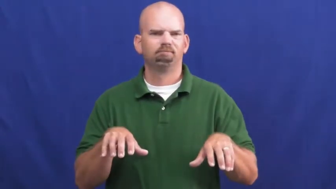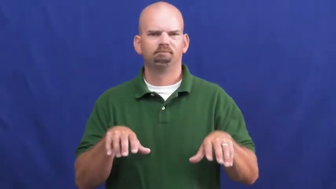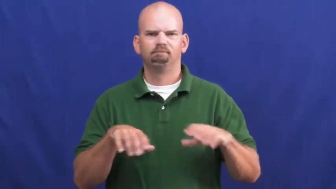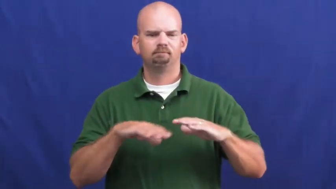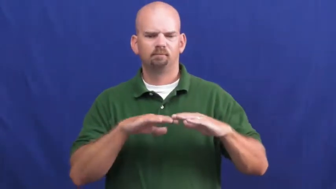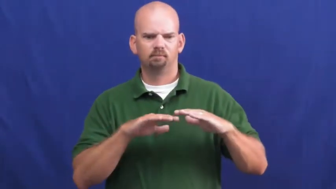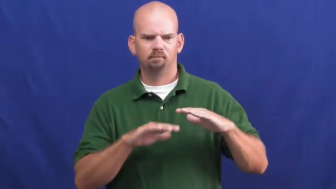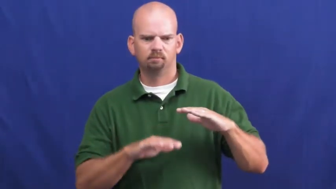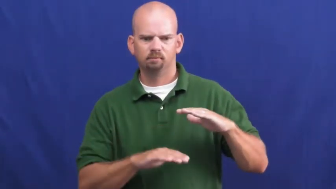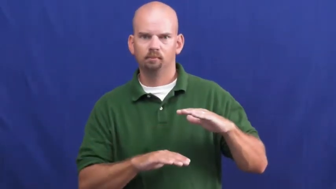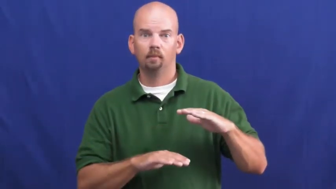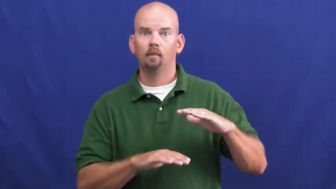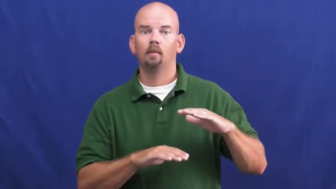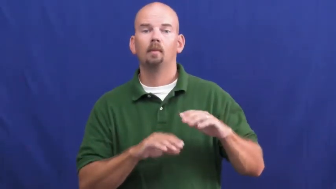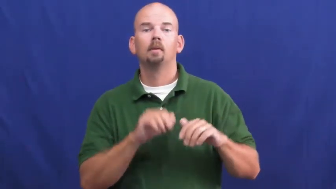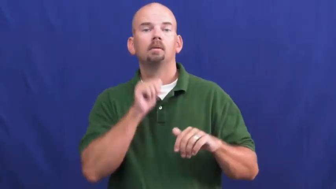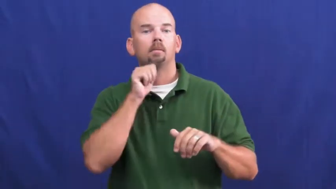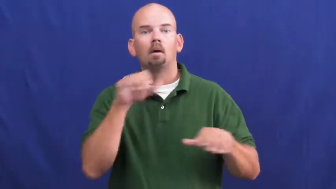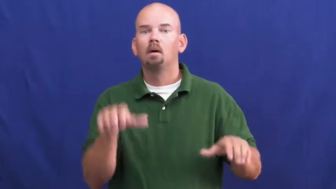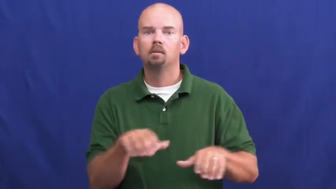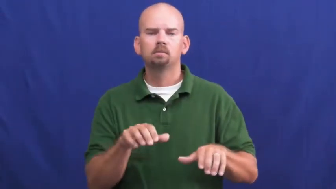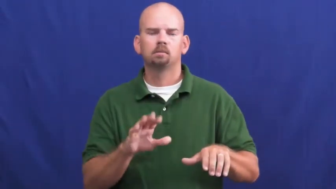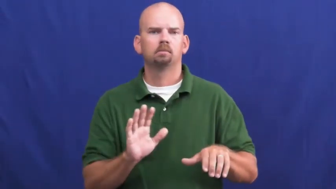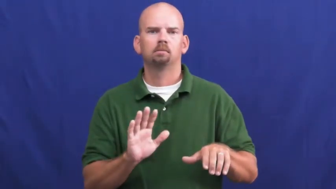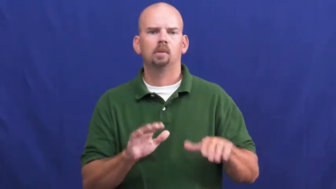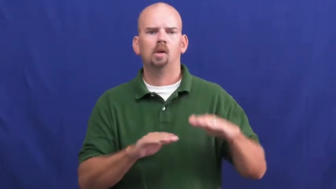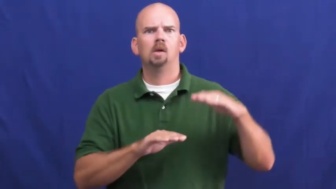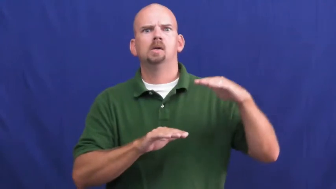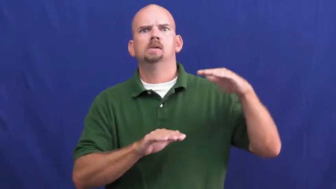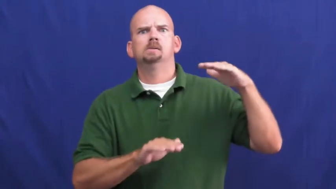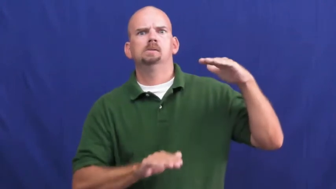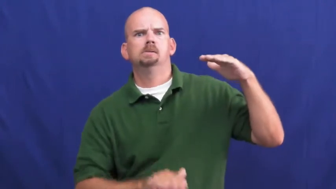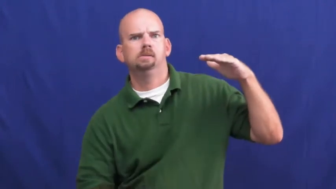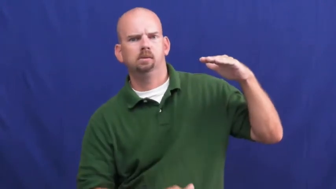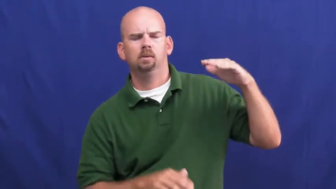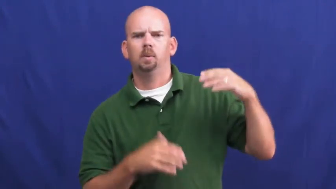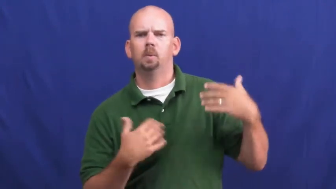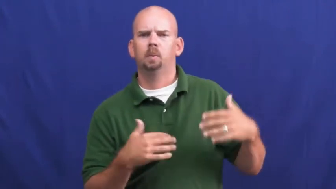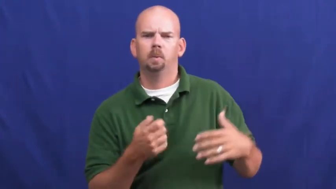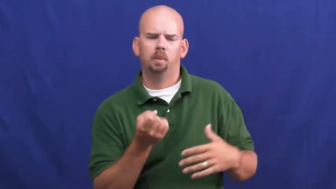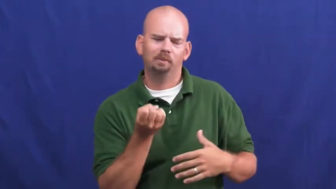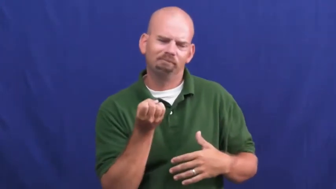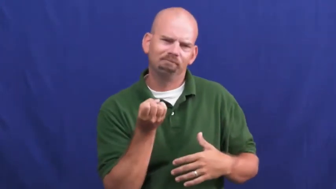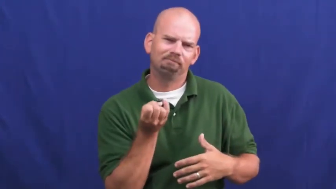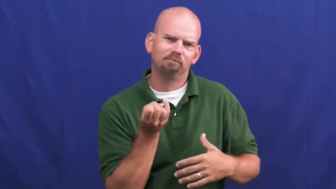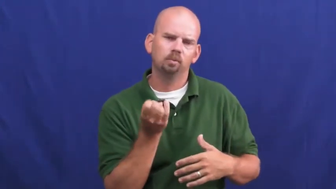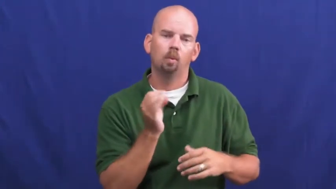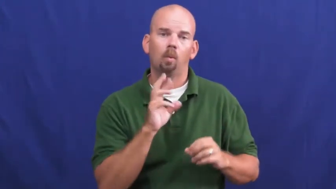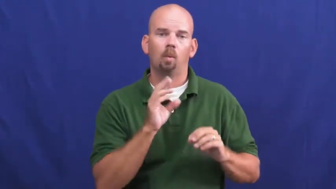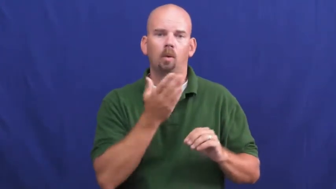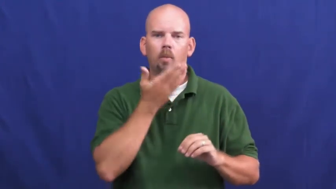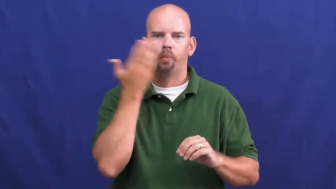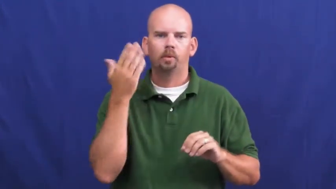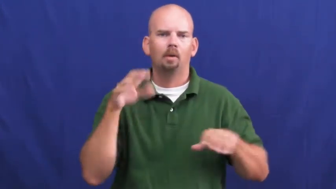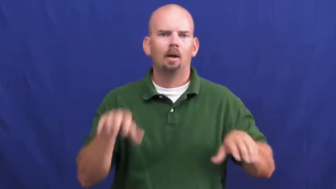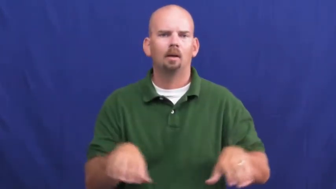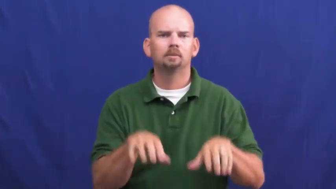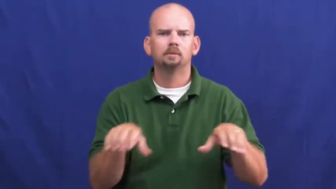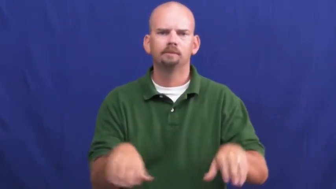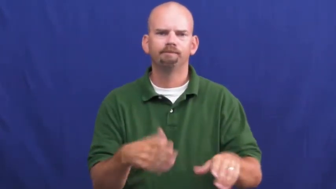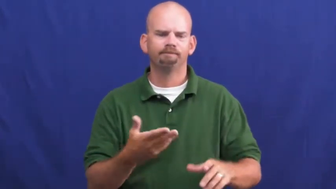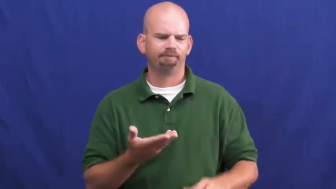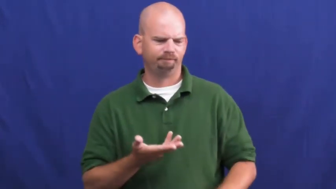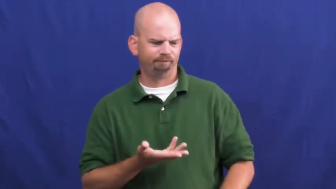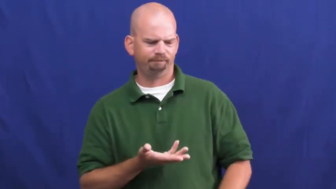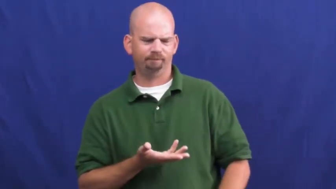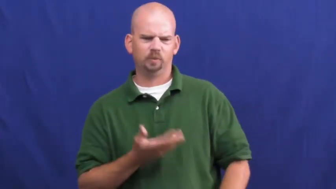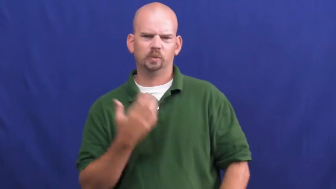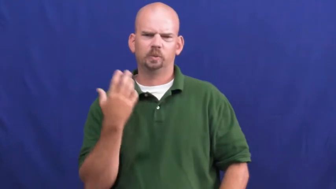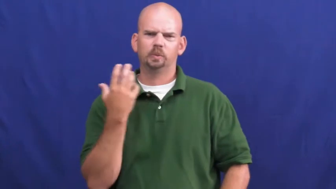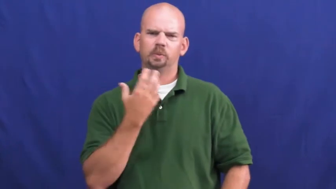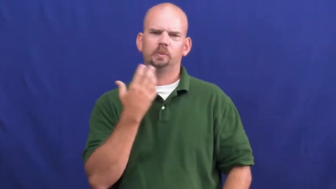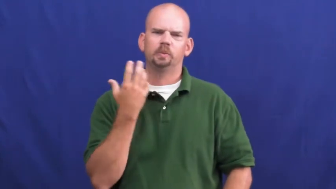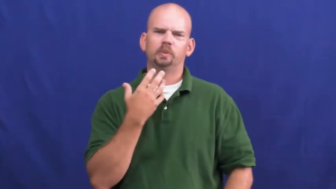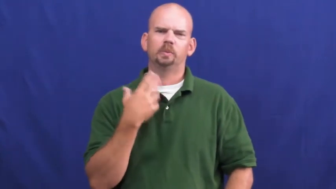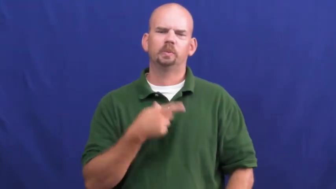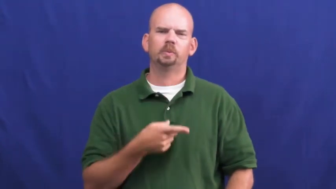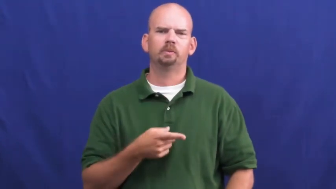underactive